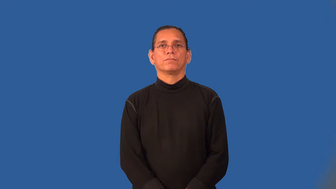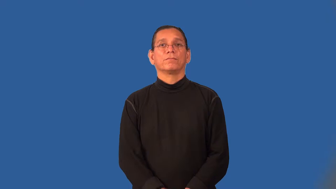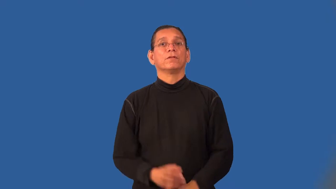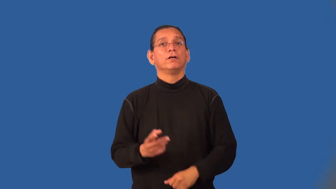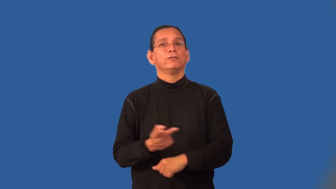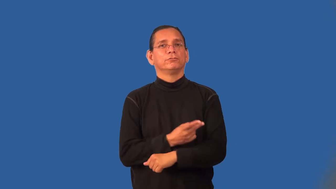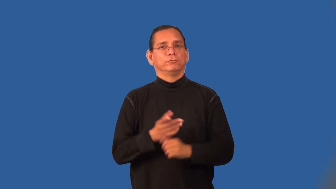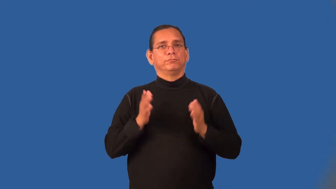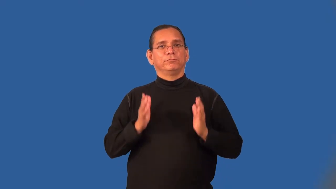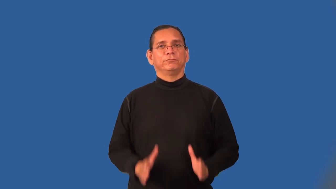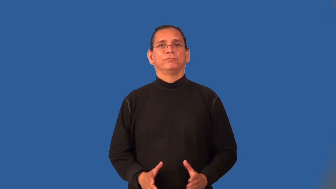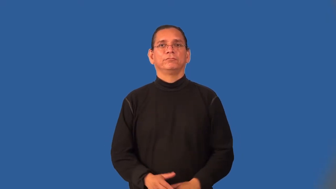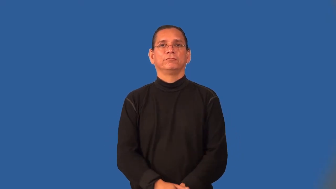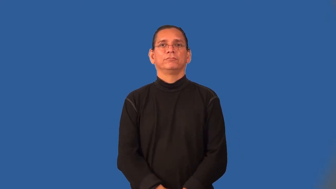sheepherder